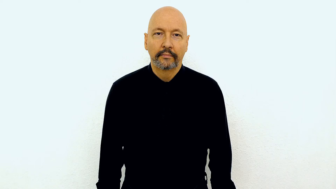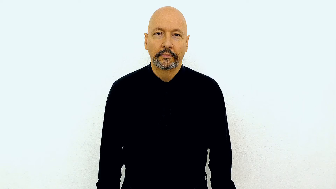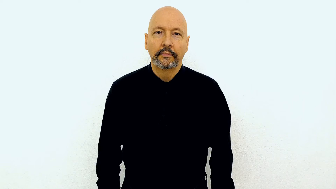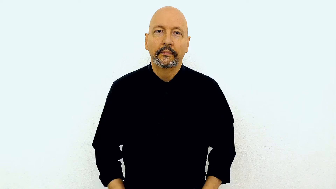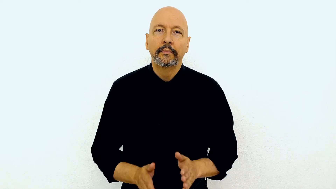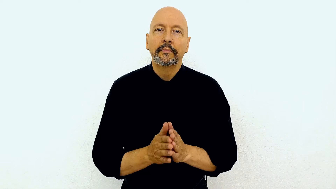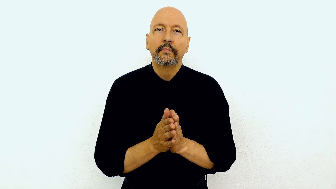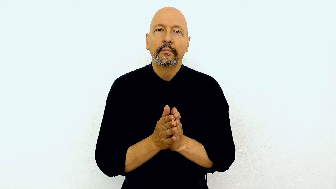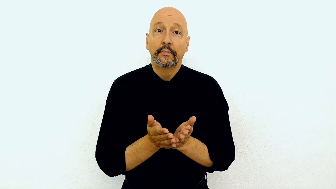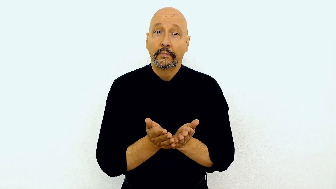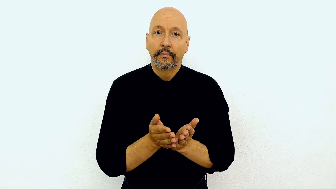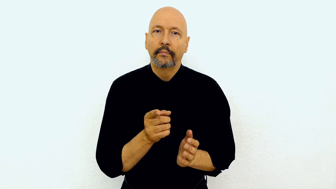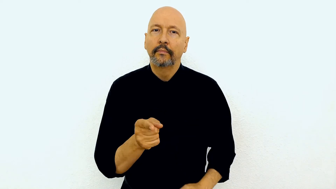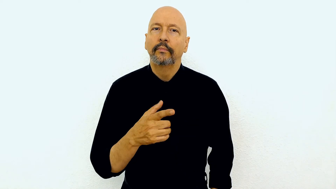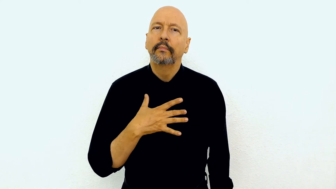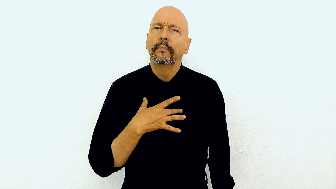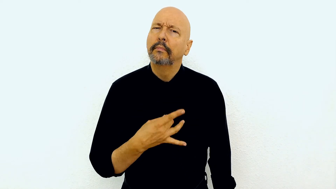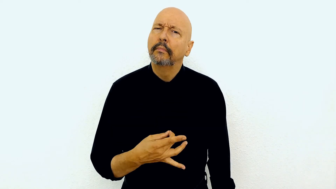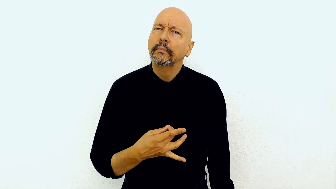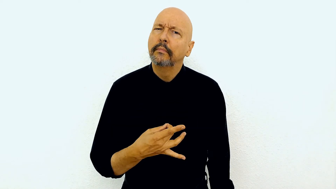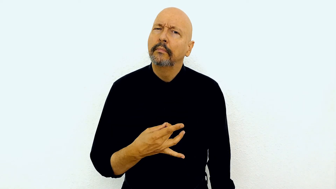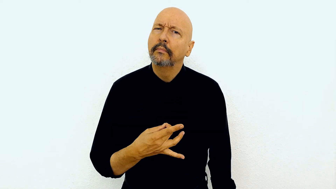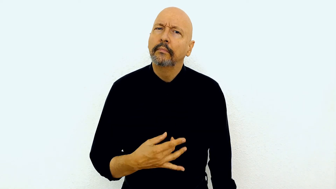BOOK YOU LIKE-what?-["WH"-facial expression"]